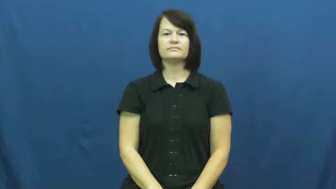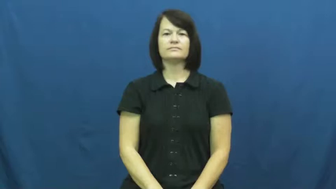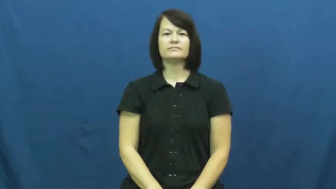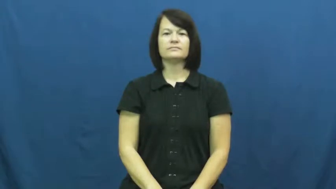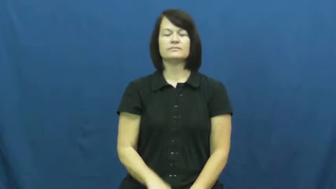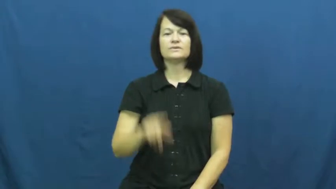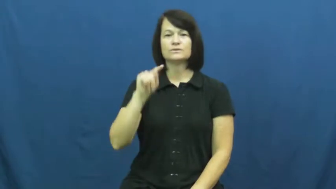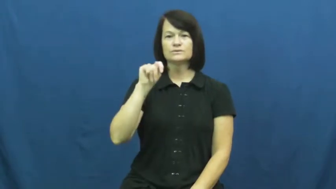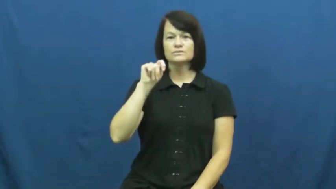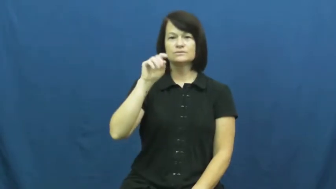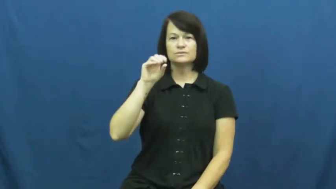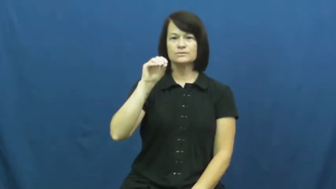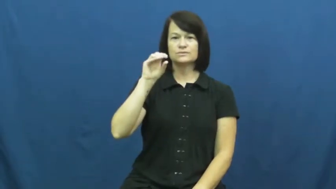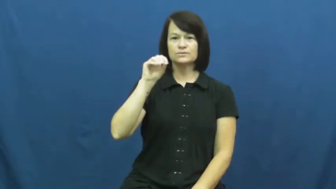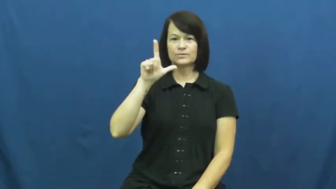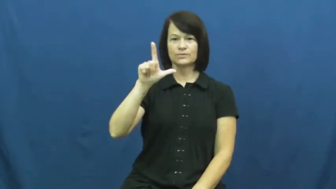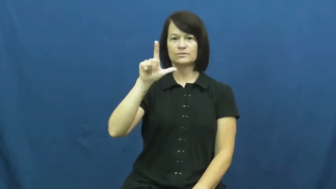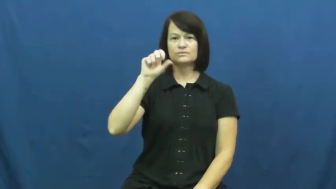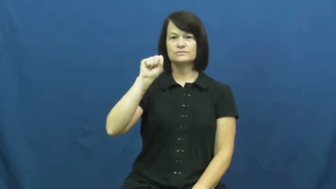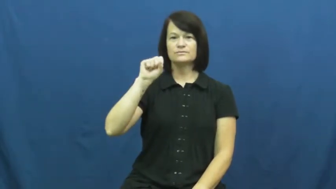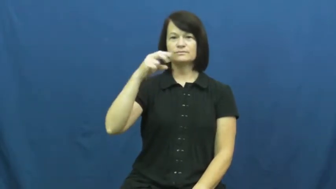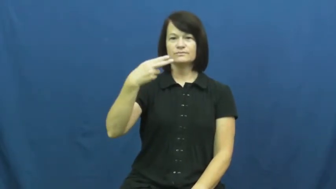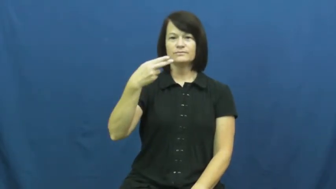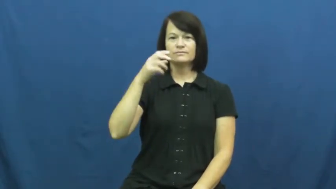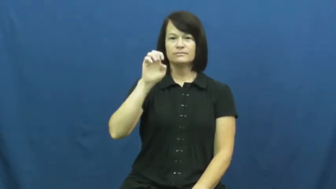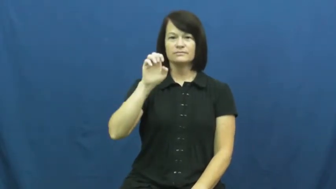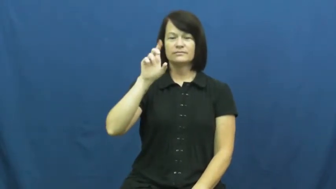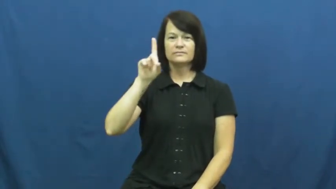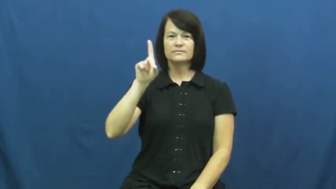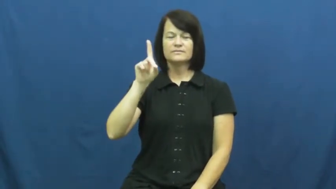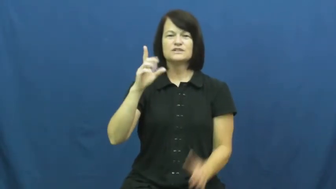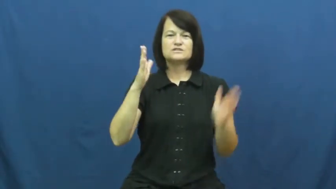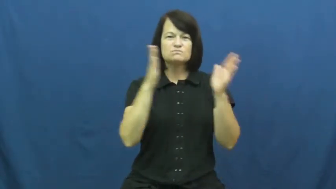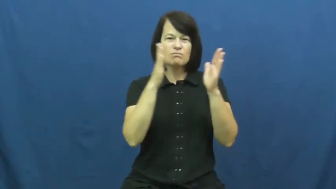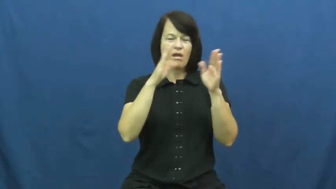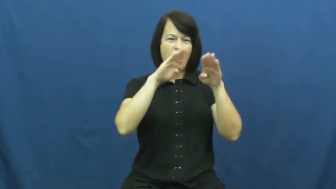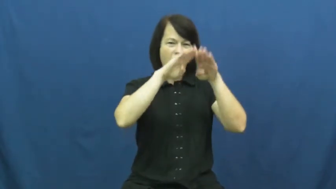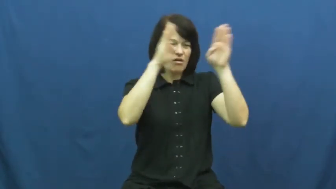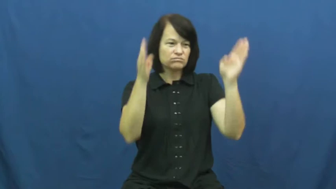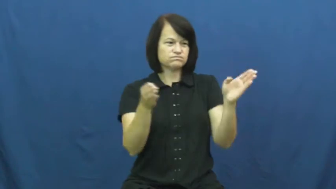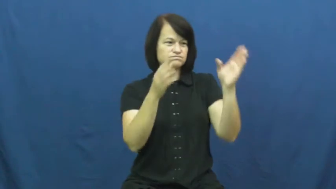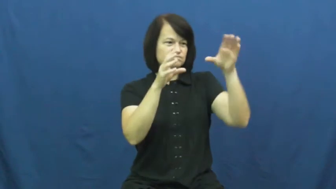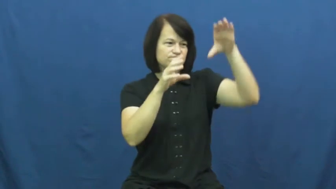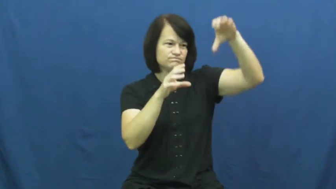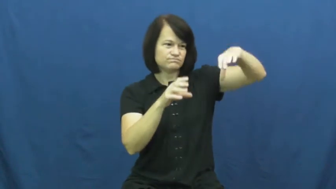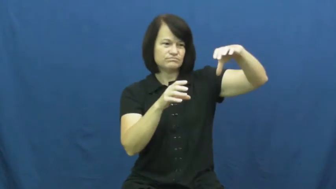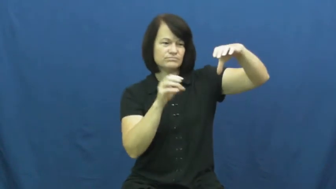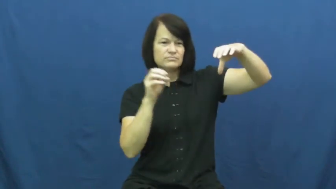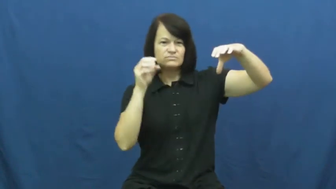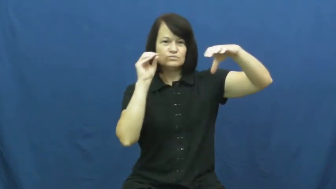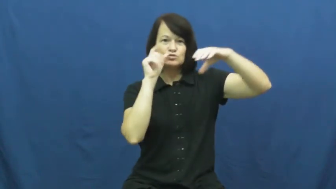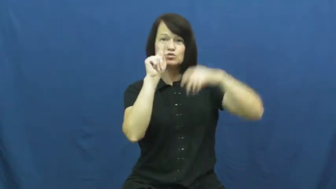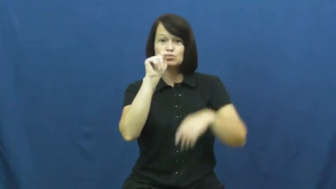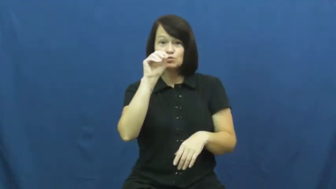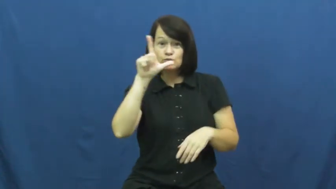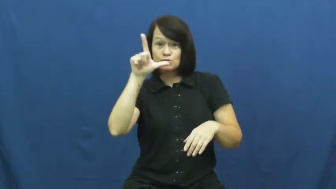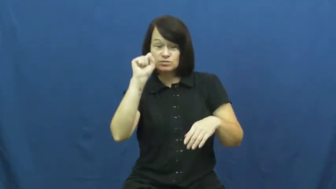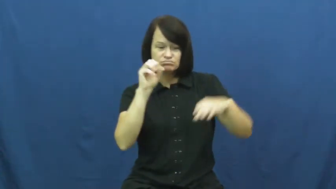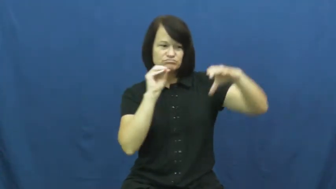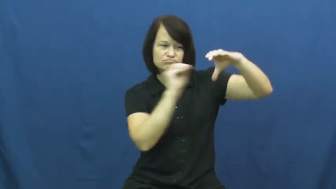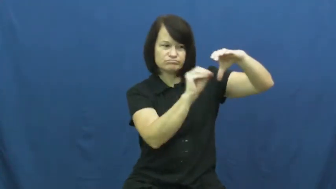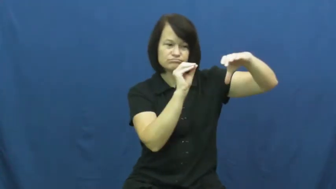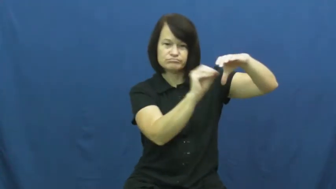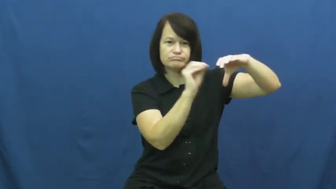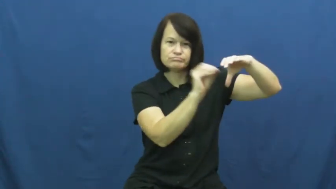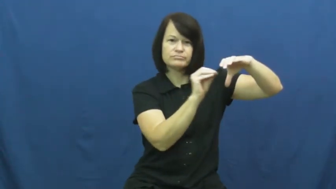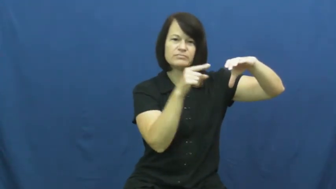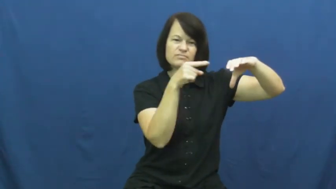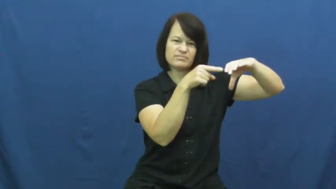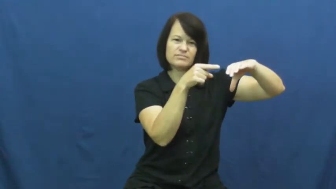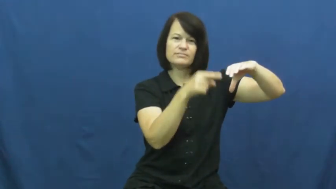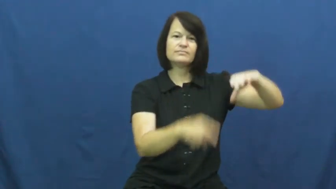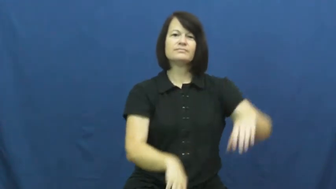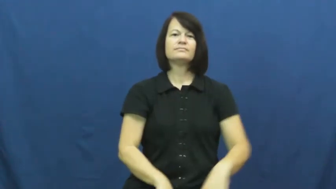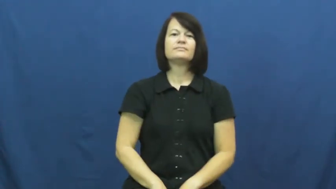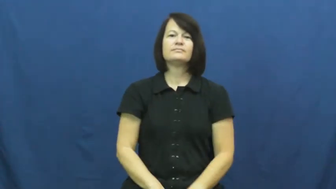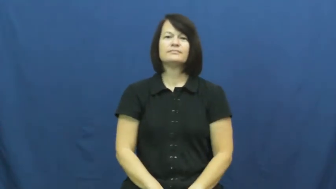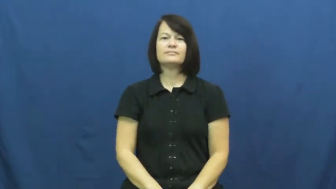toolshed